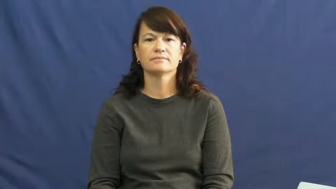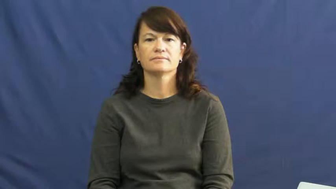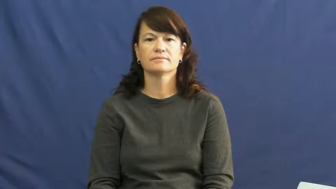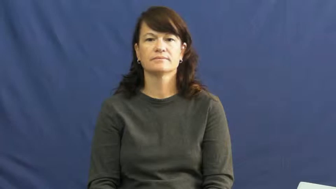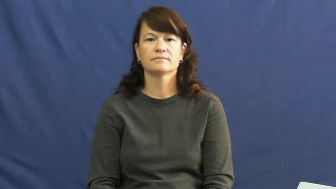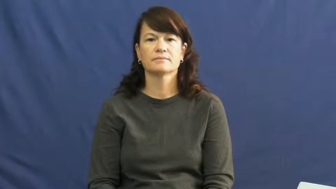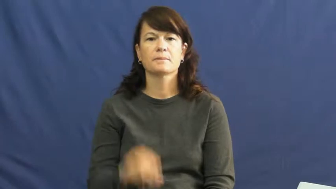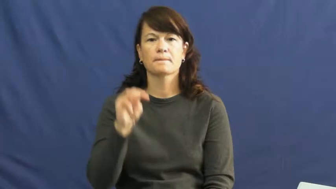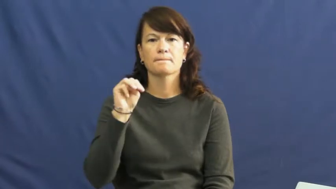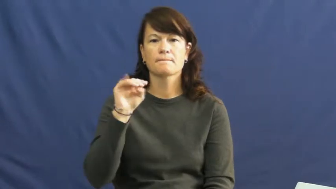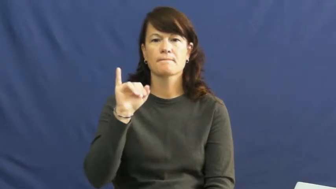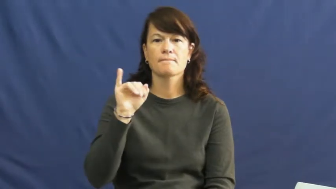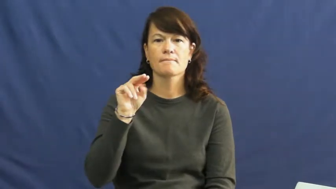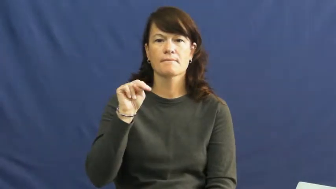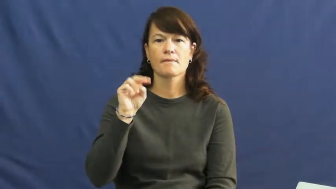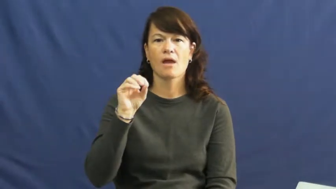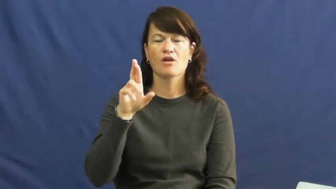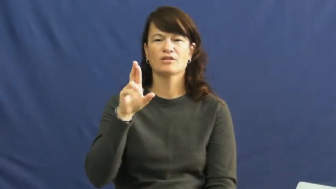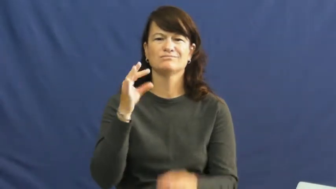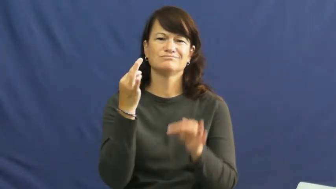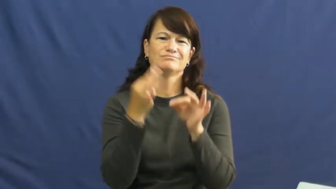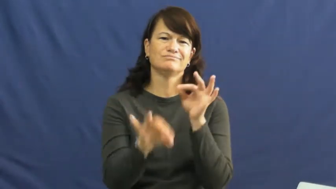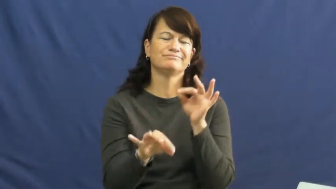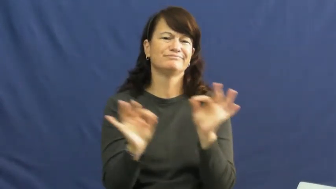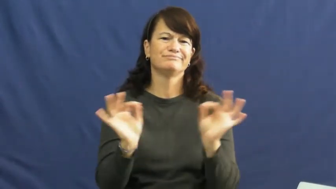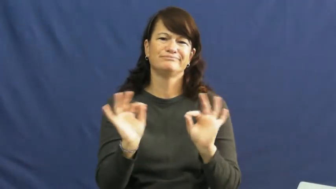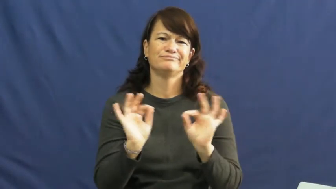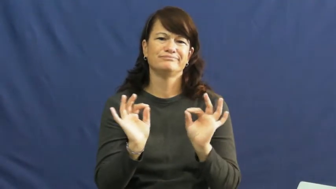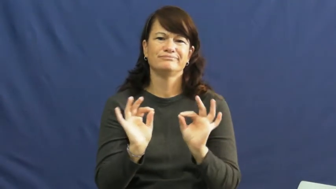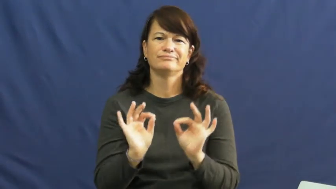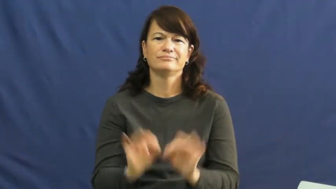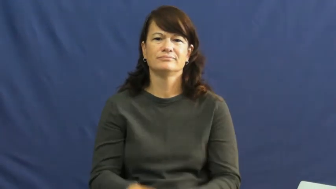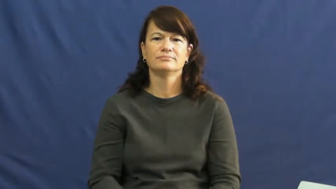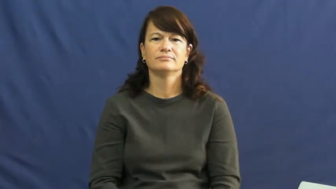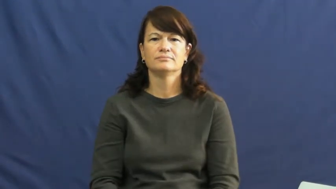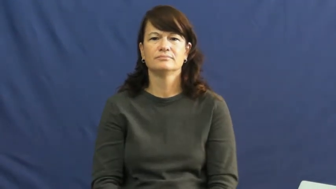minor-not significant